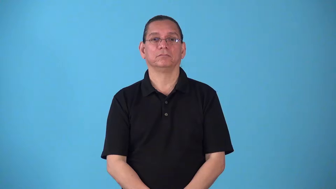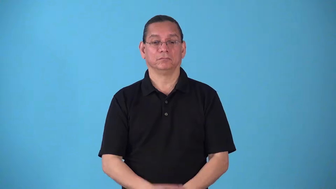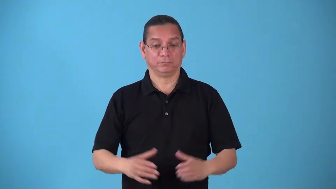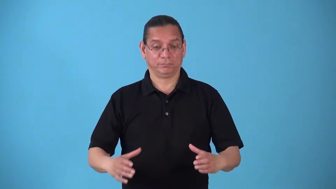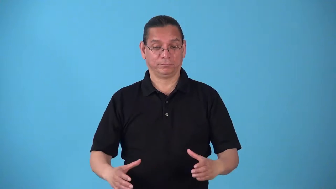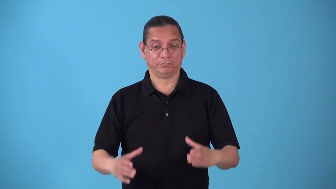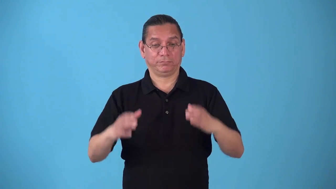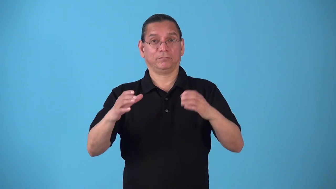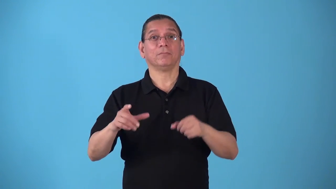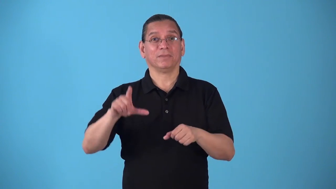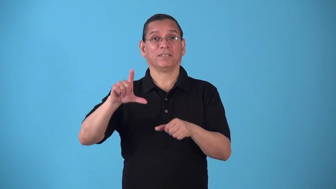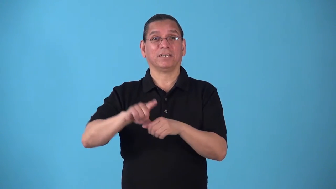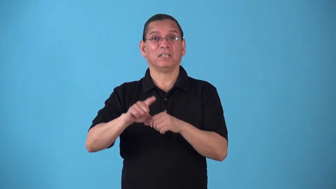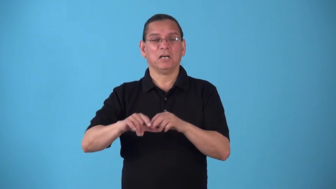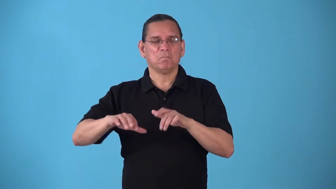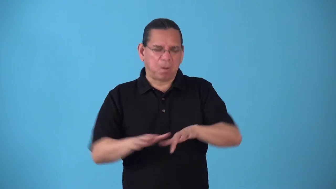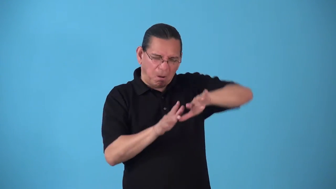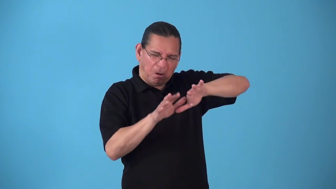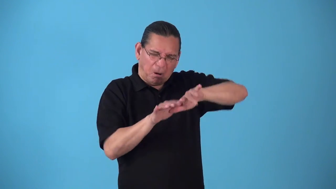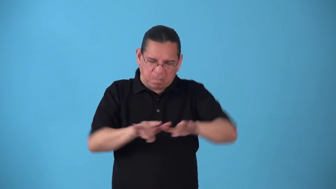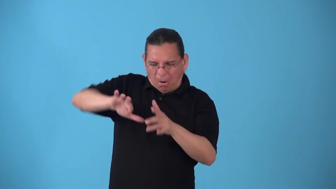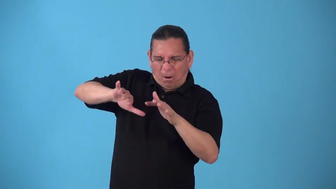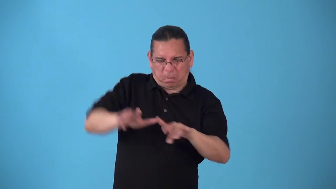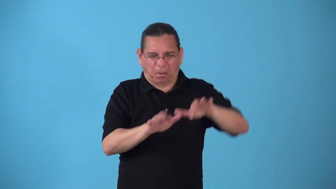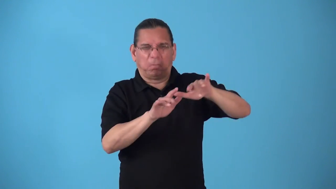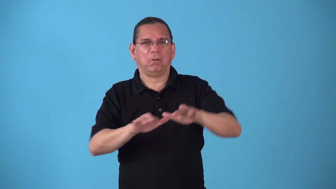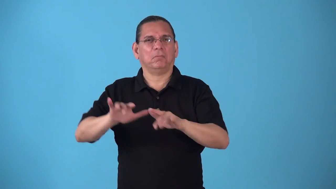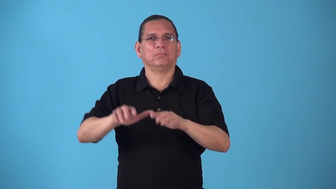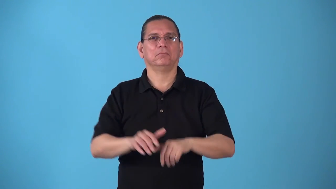slosh,slop-liquid moves violently in container